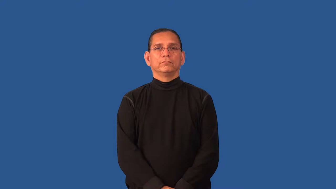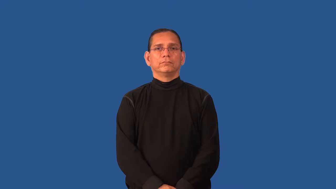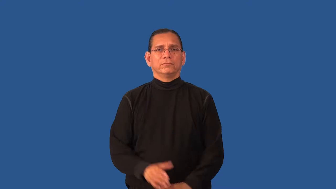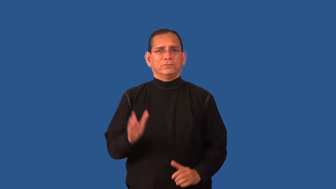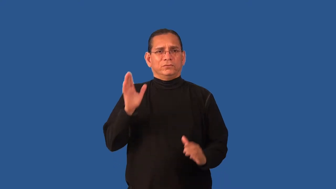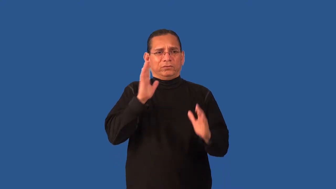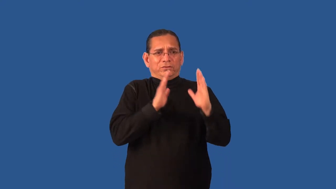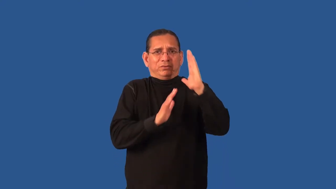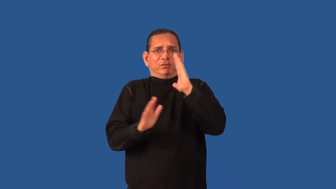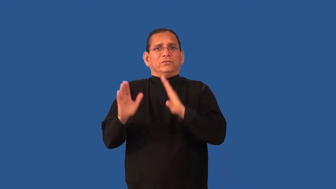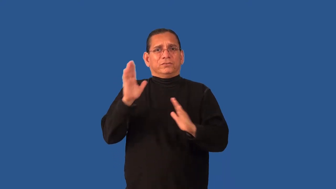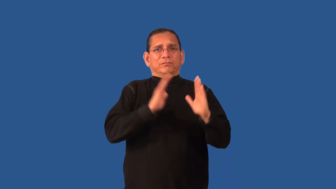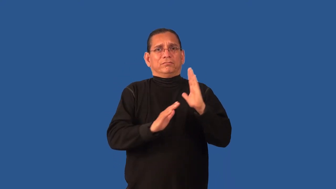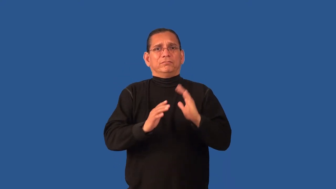disquiet